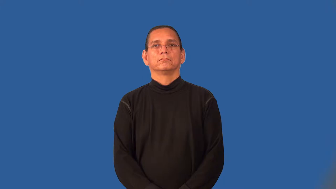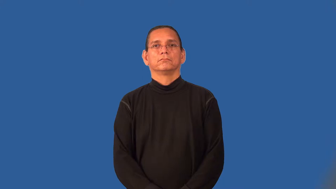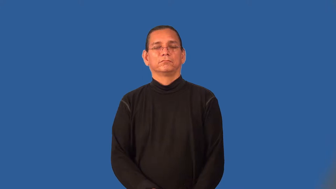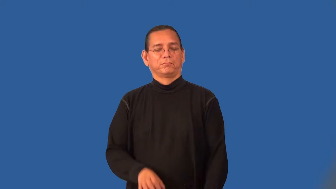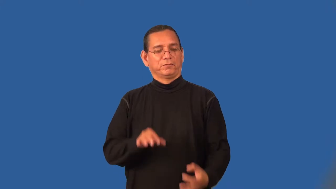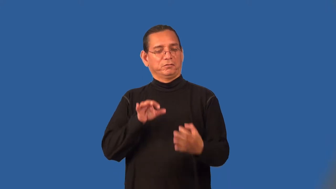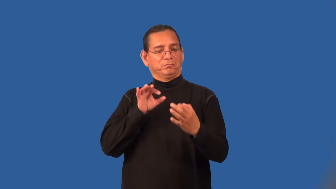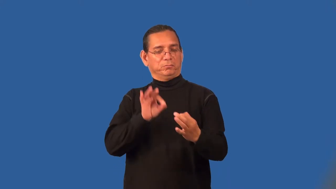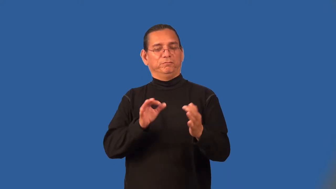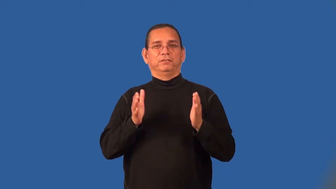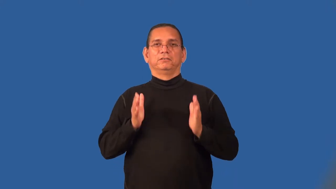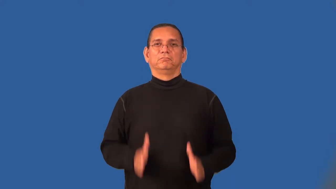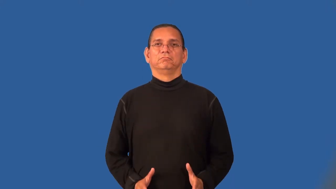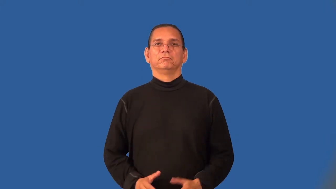perfectionist